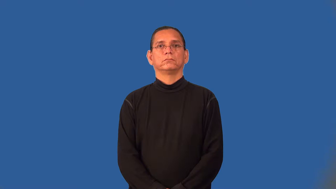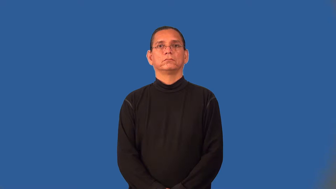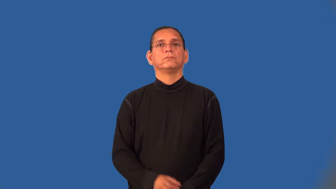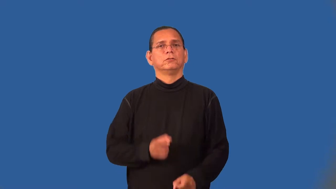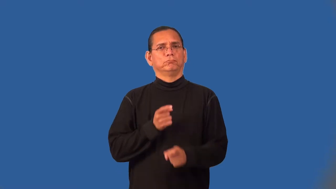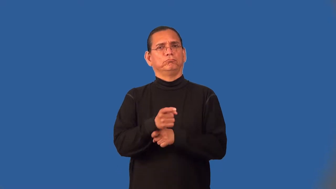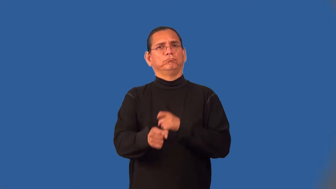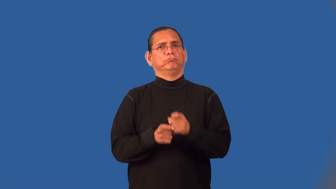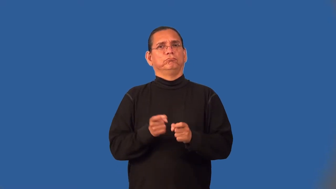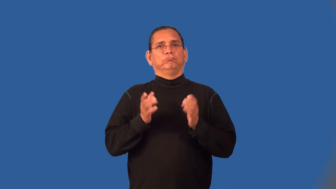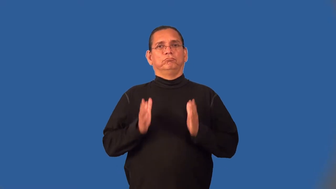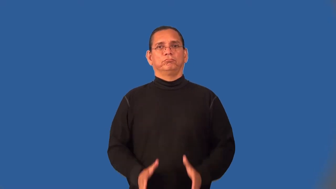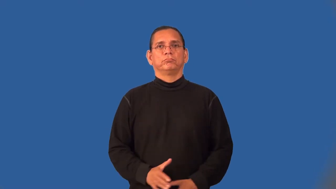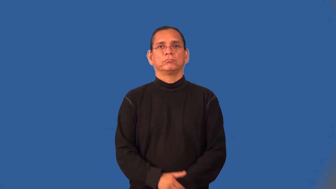tormenter,torturerpersecutor